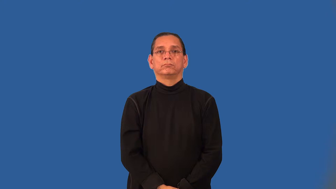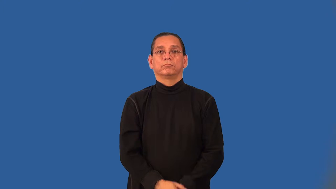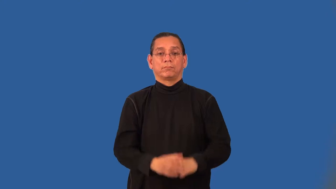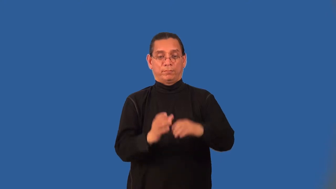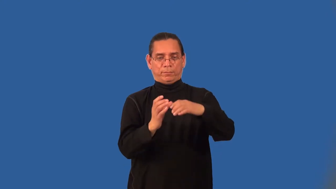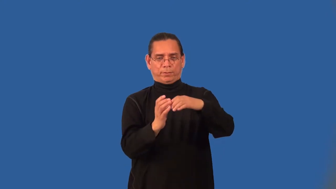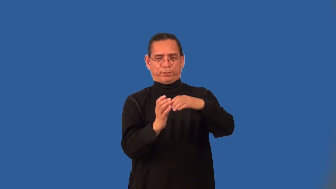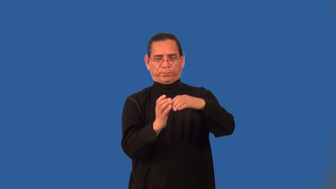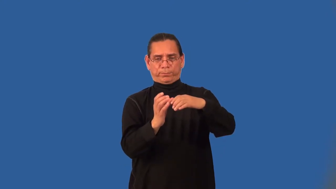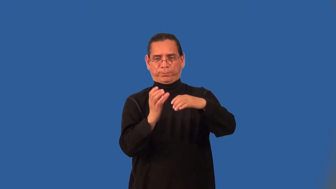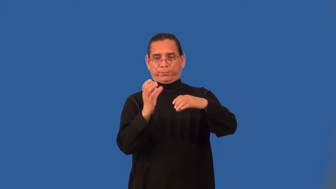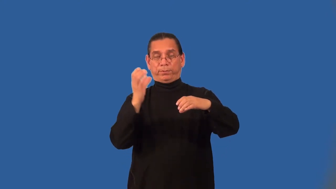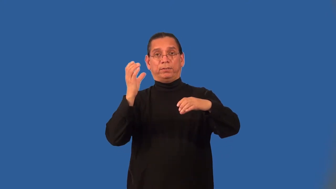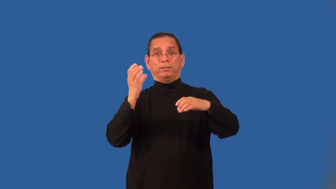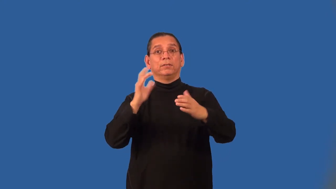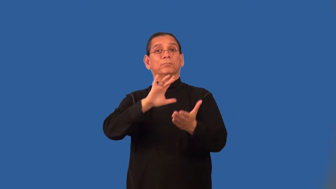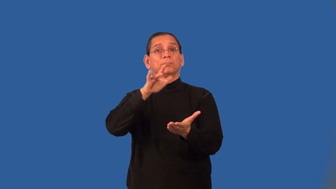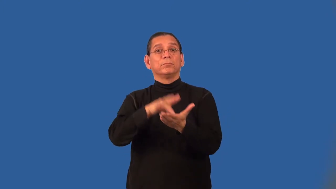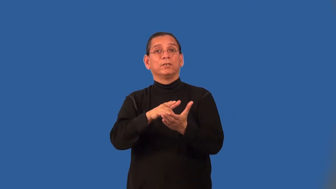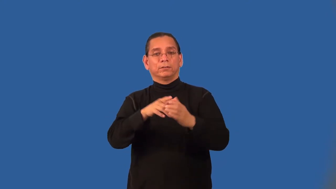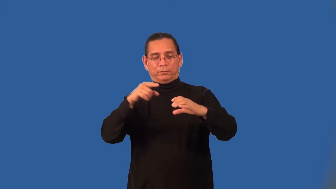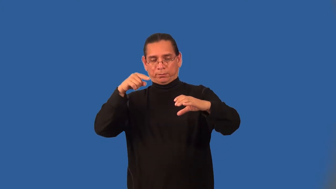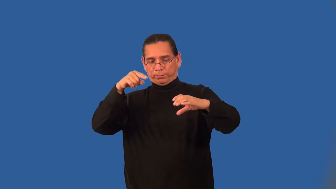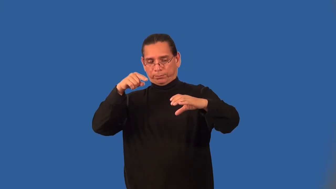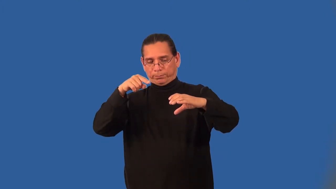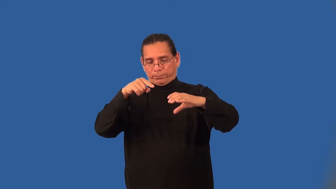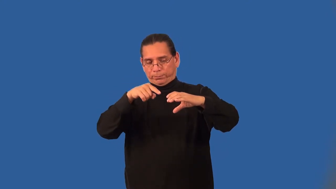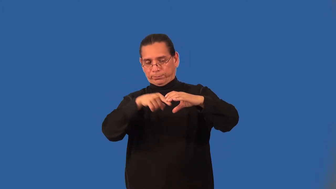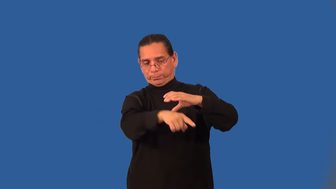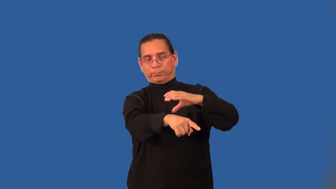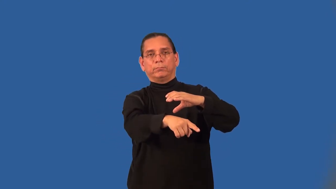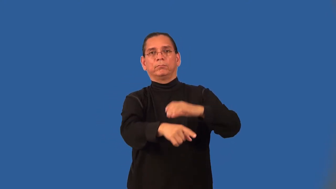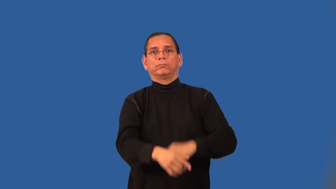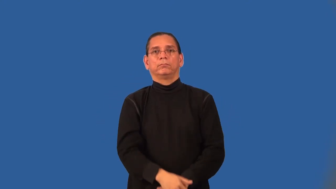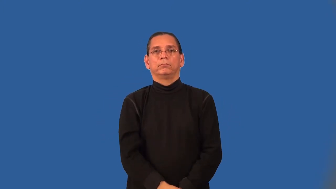axis of a cylinder